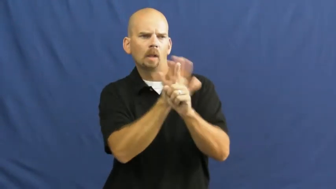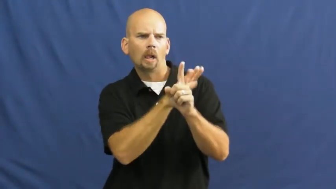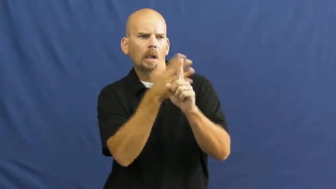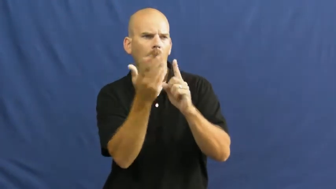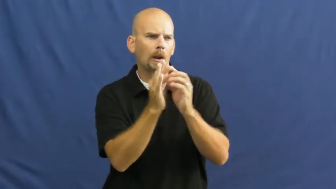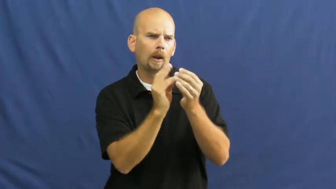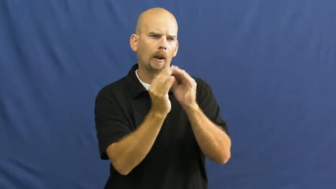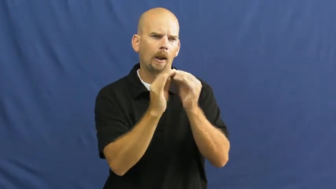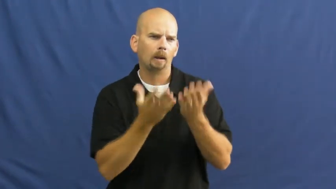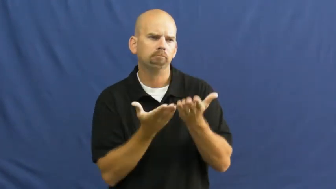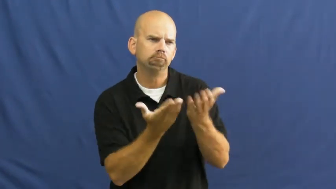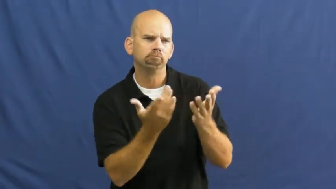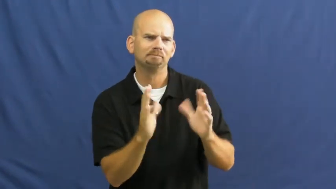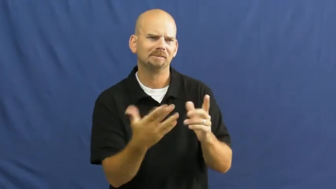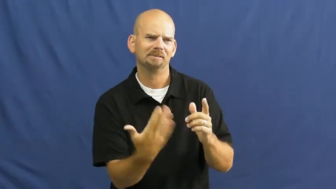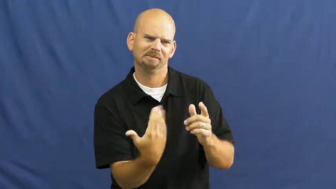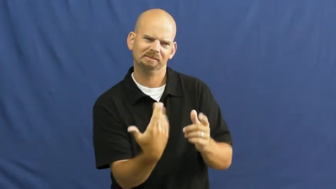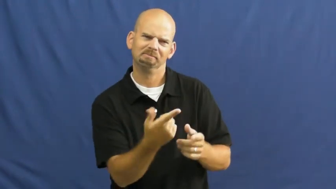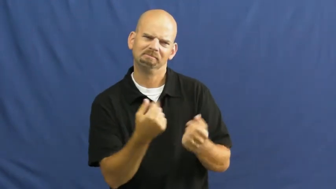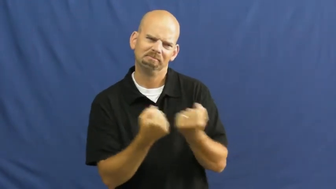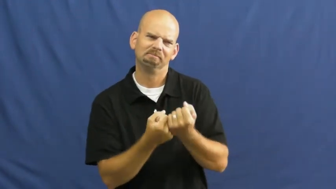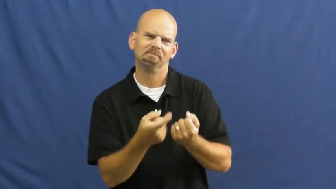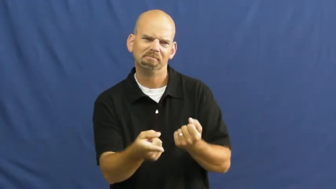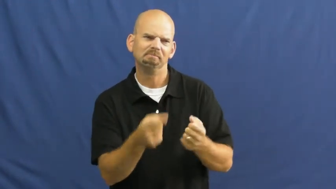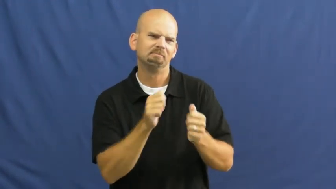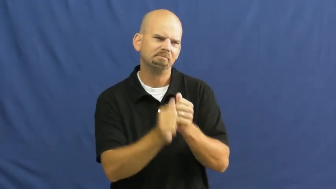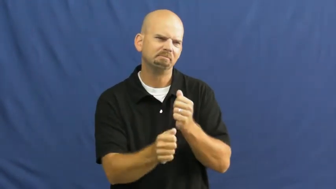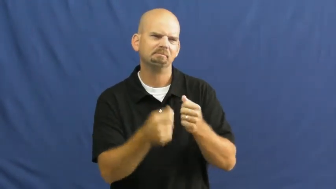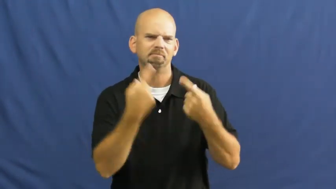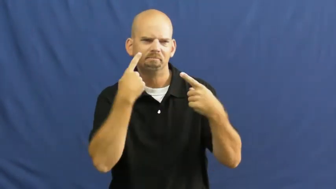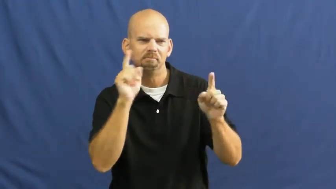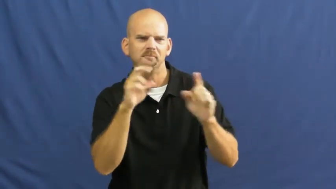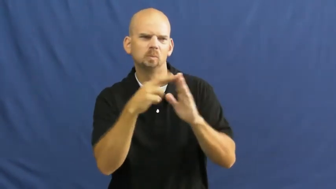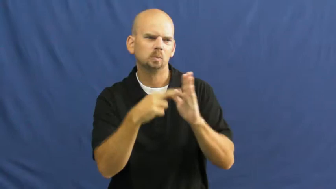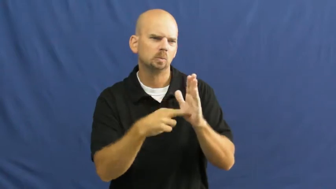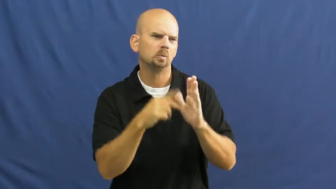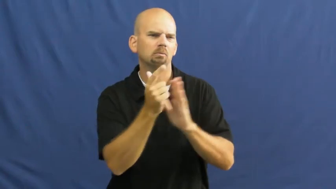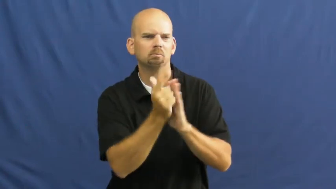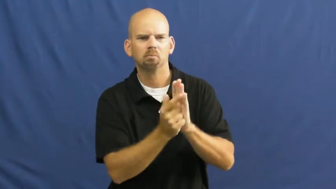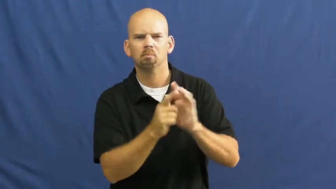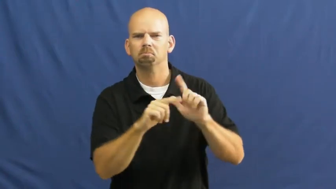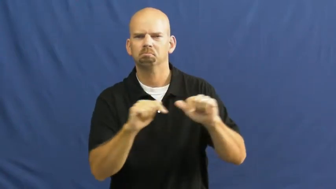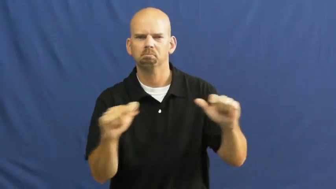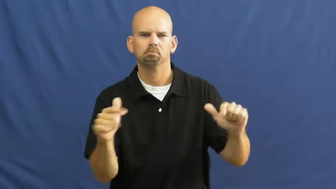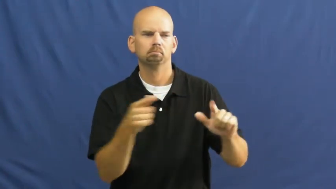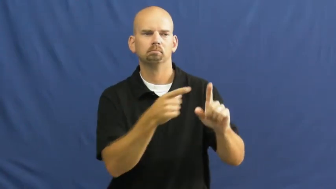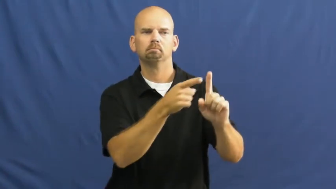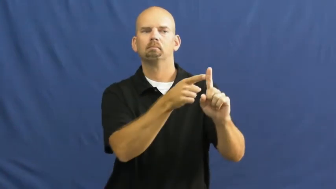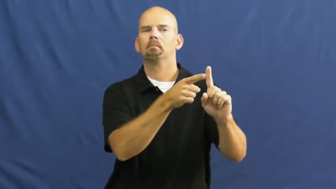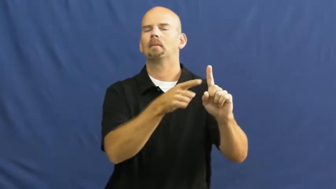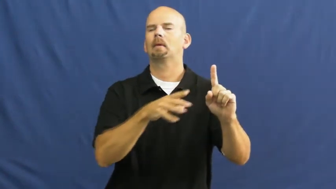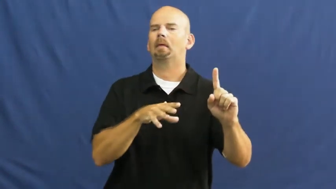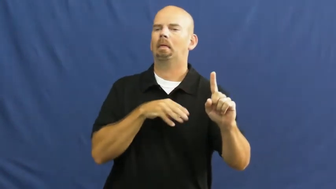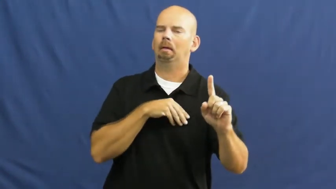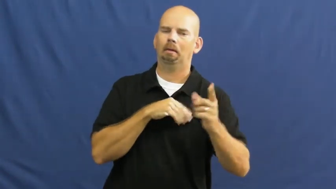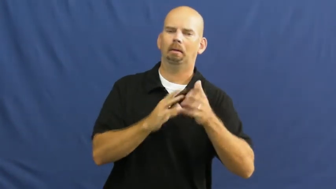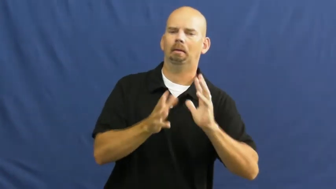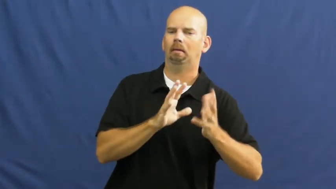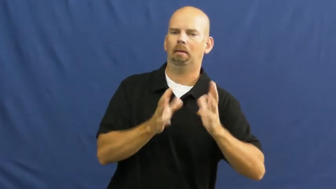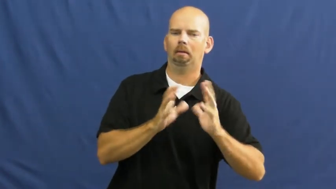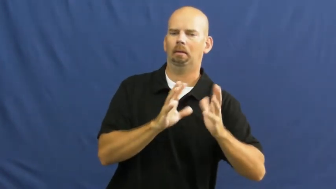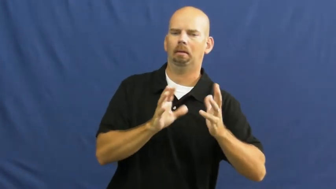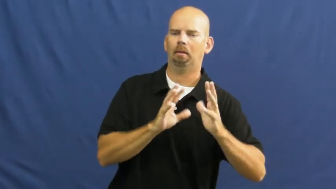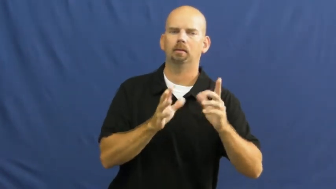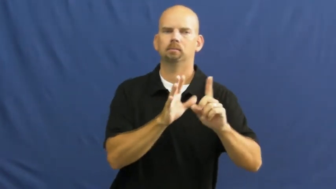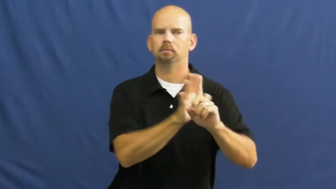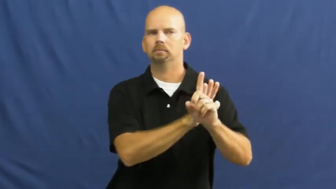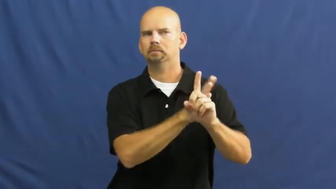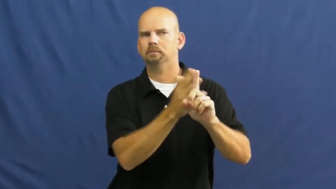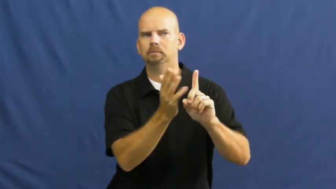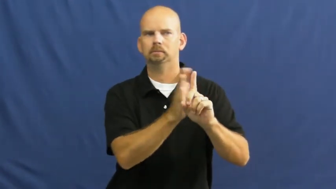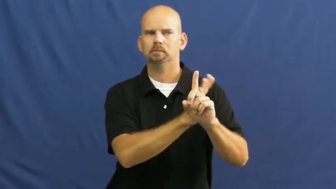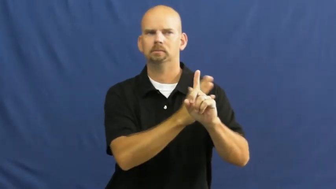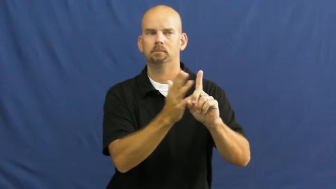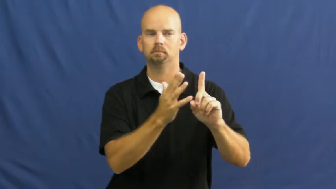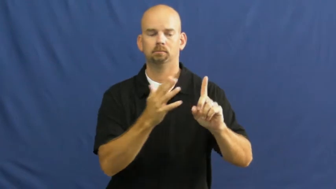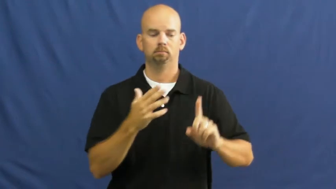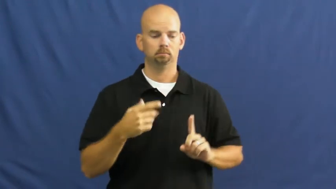lobbyist